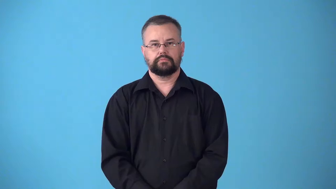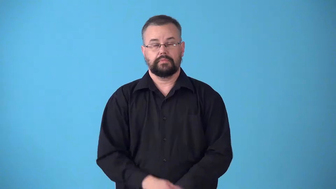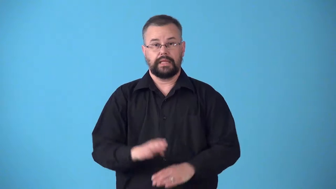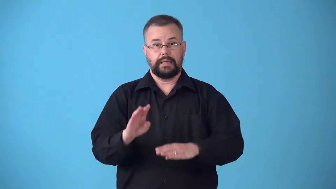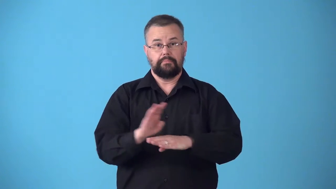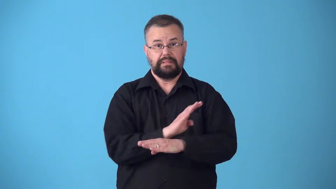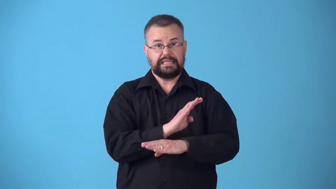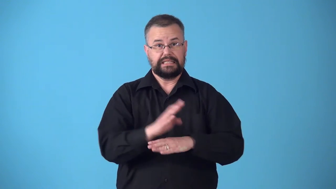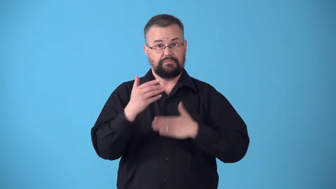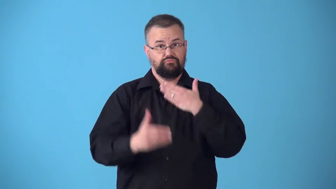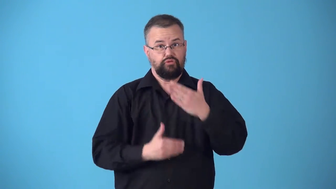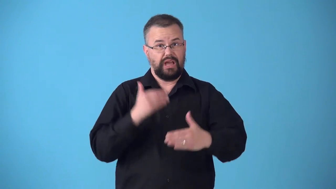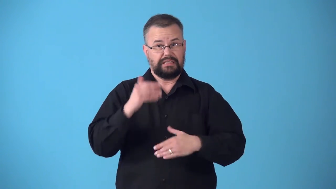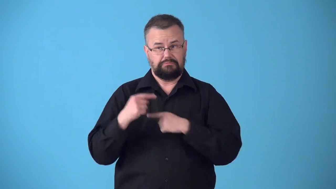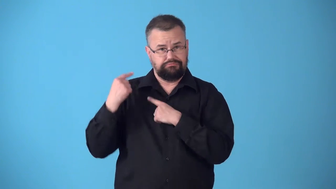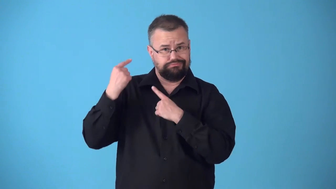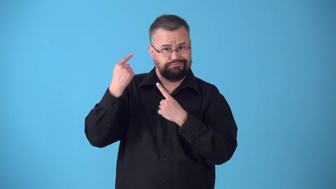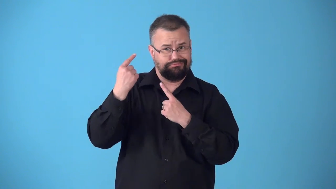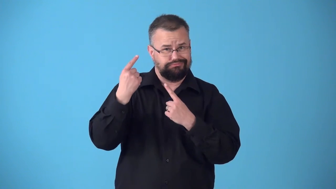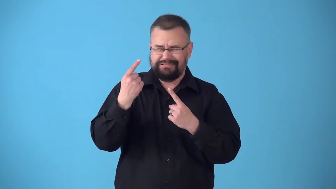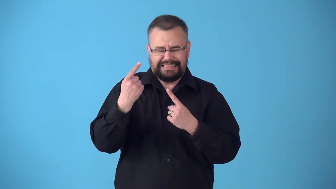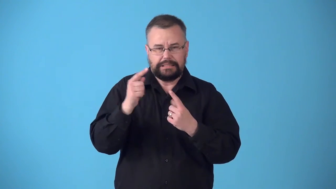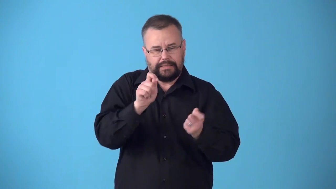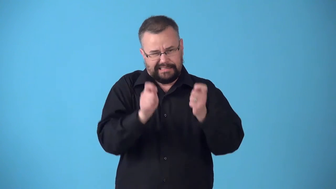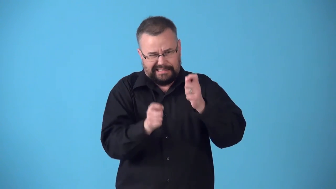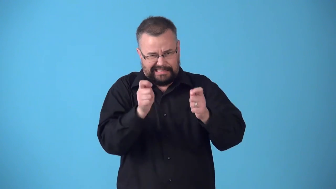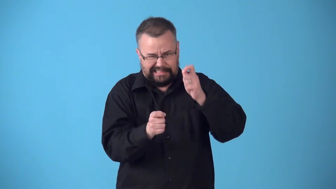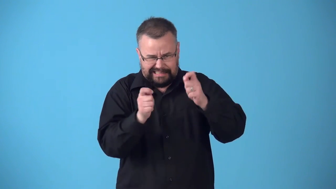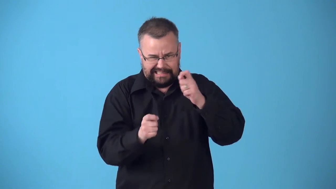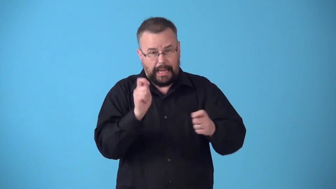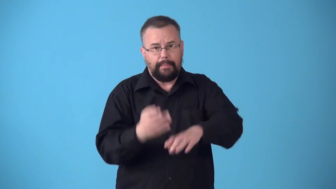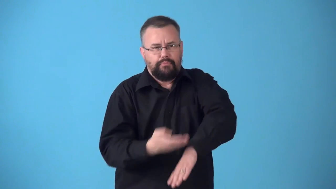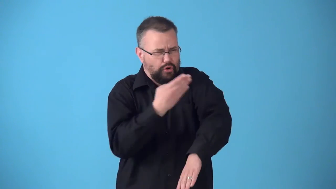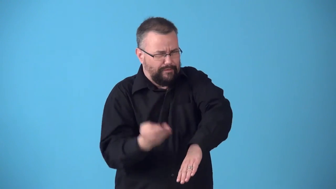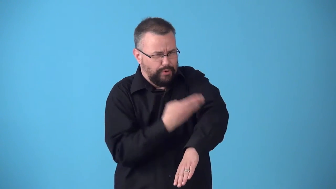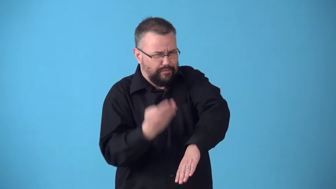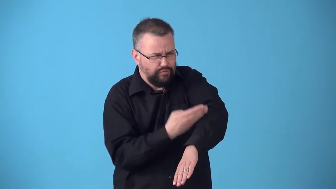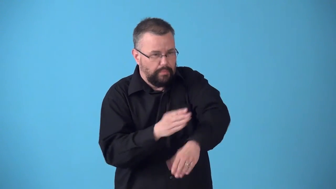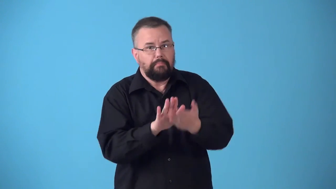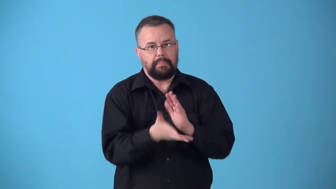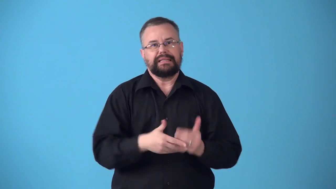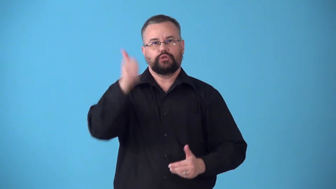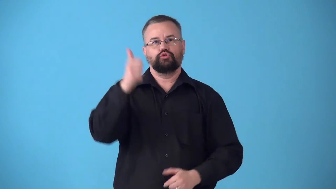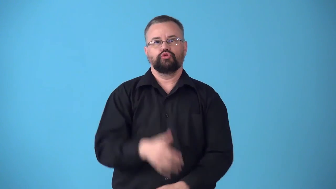streamline